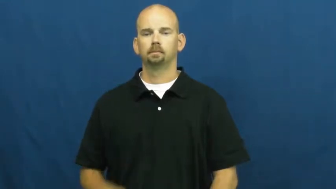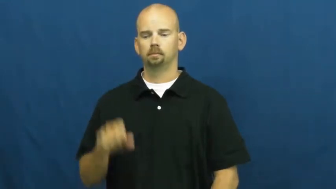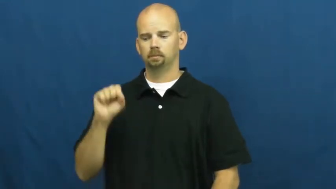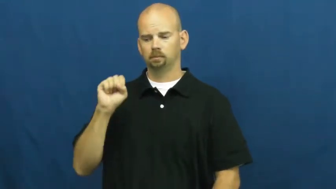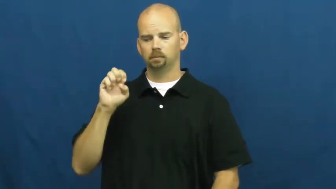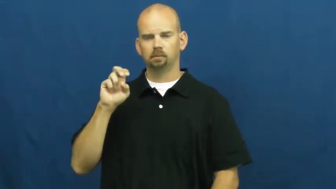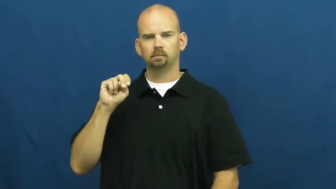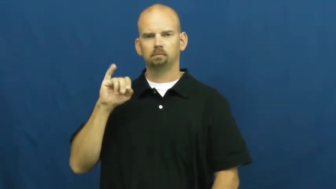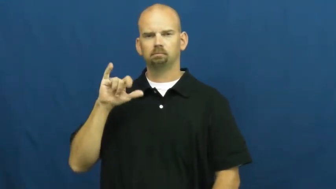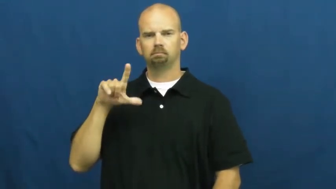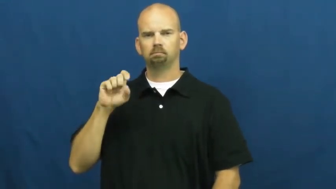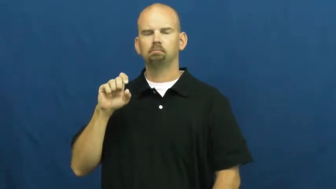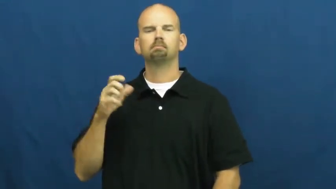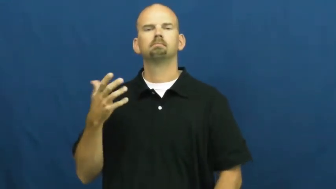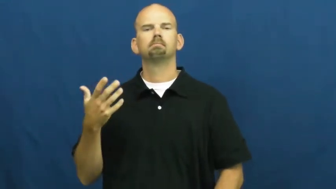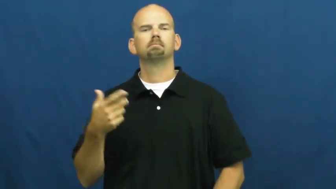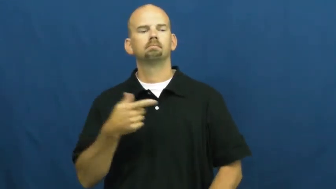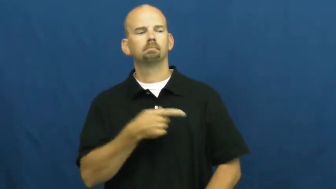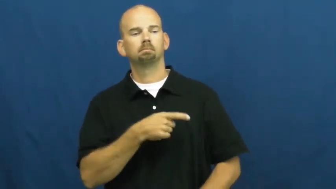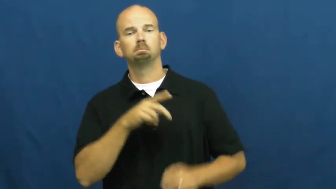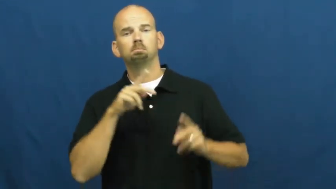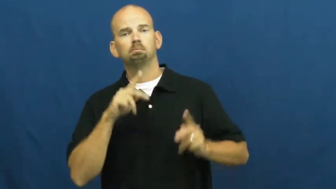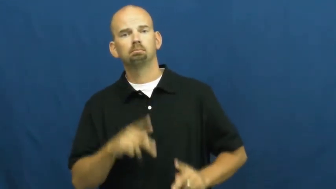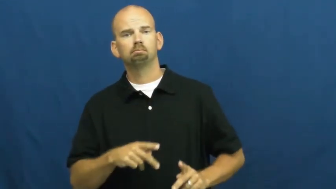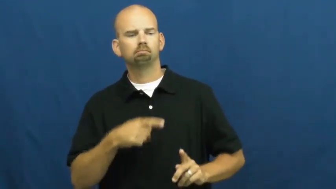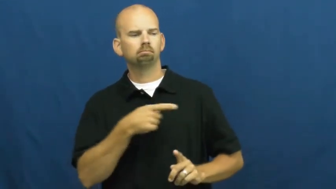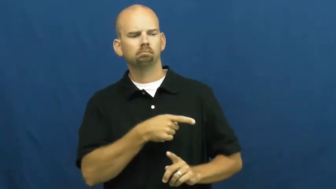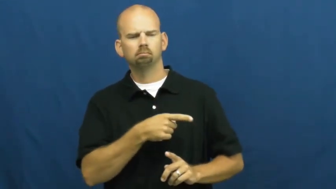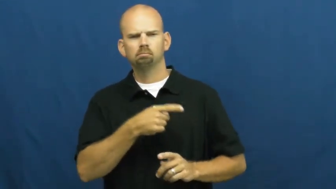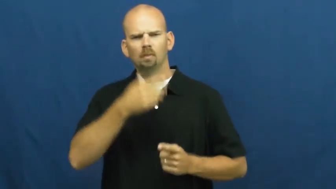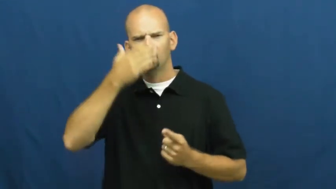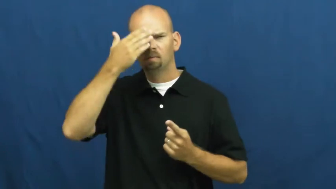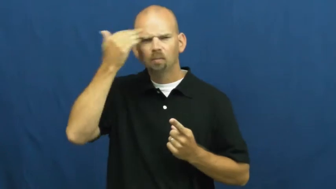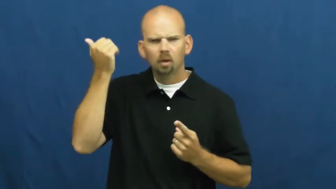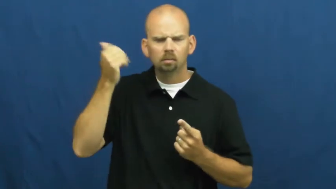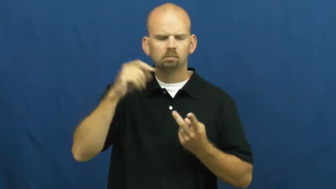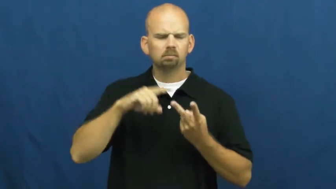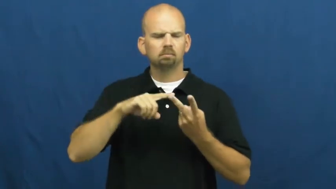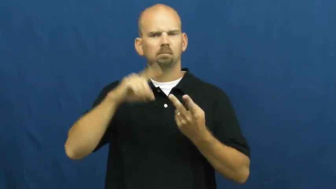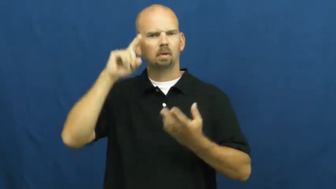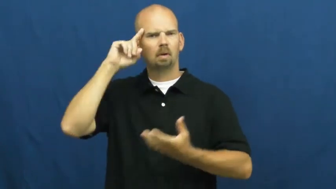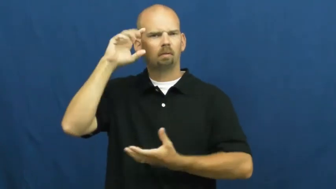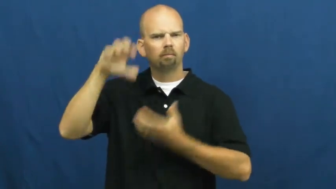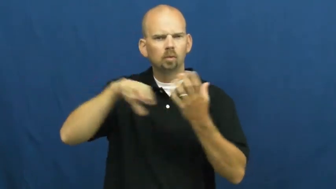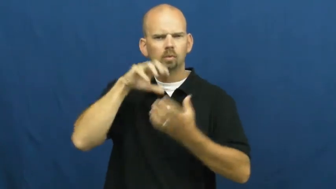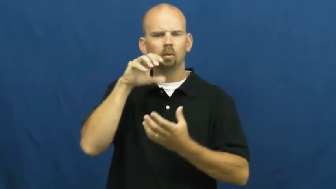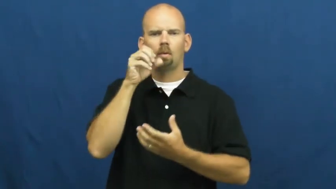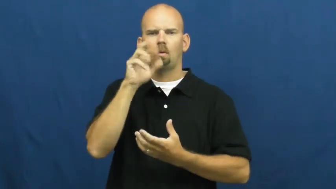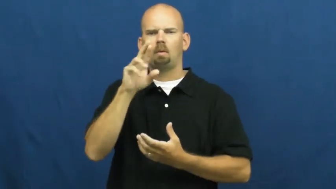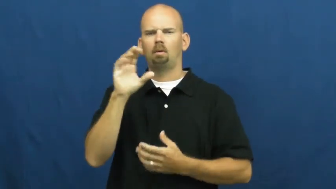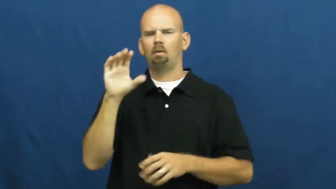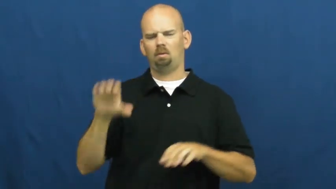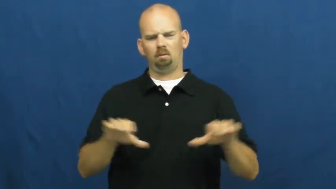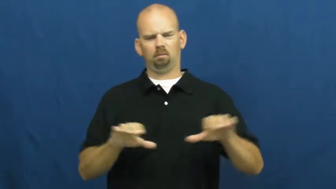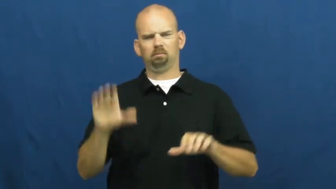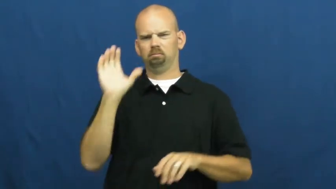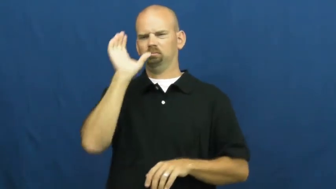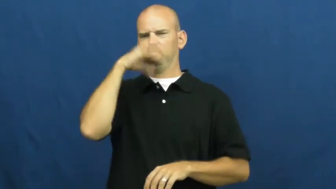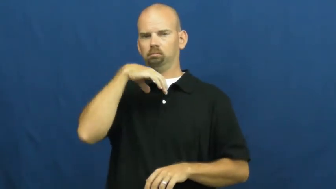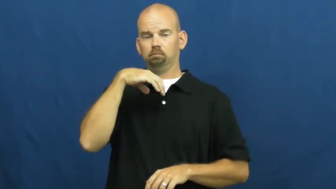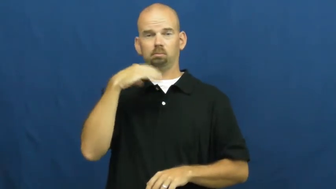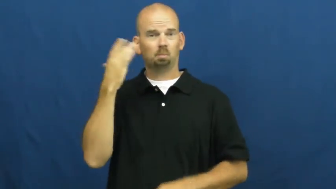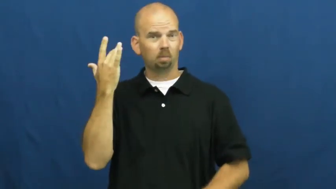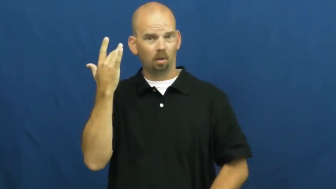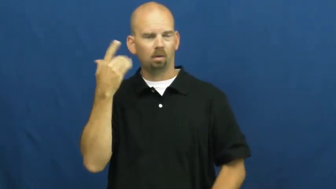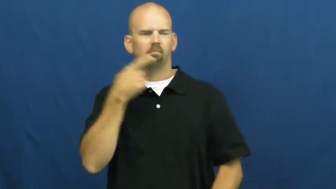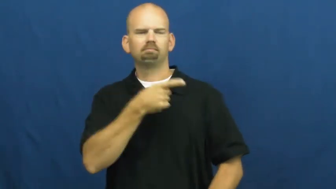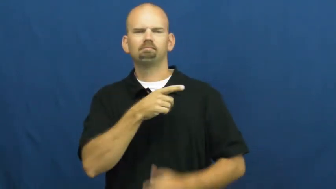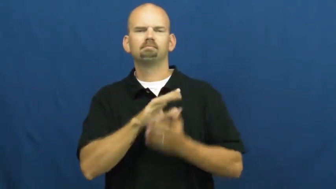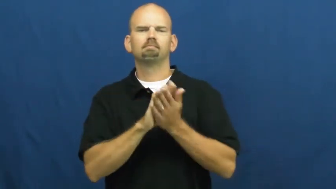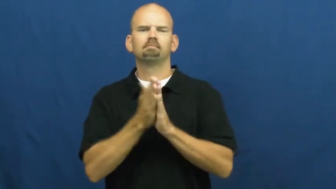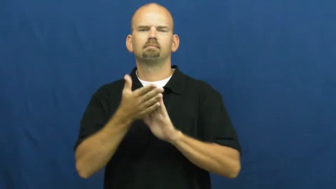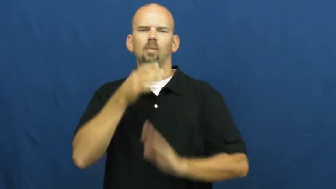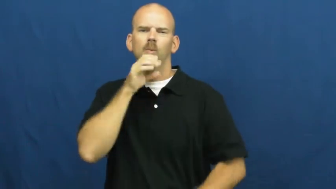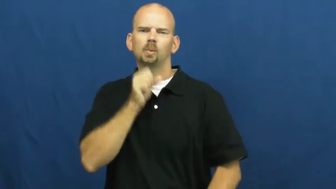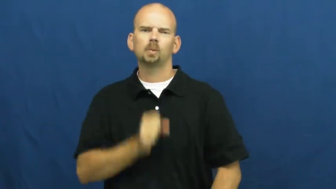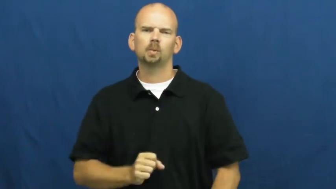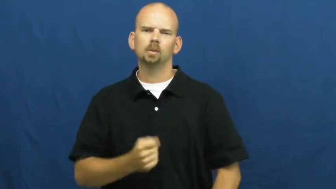senile